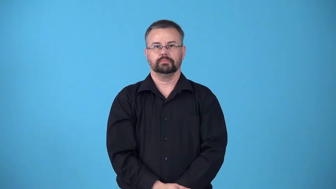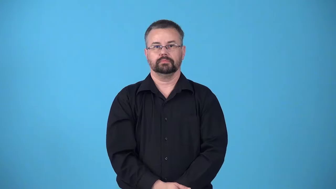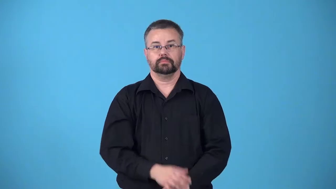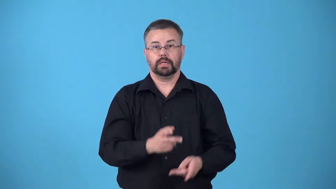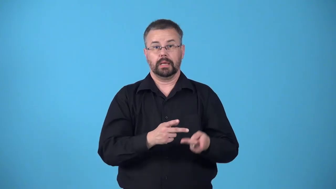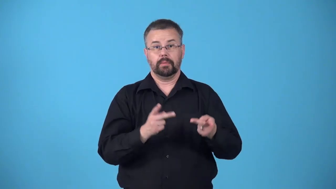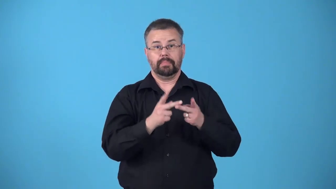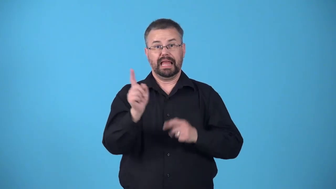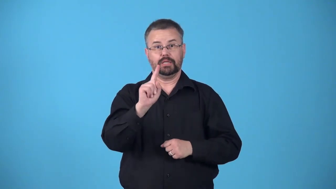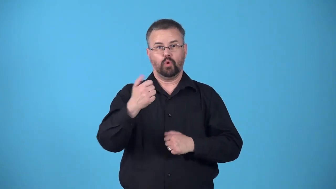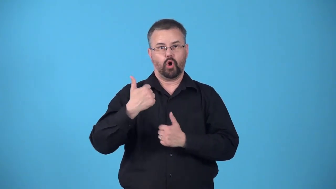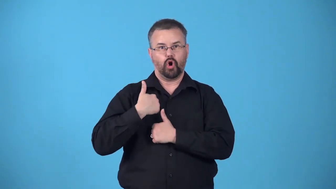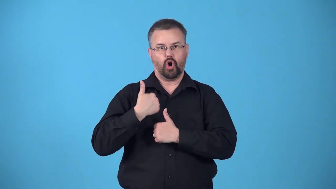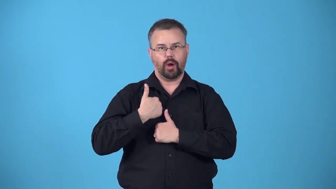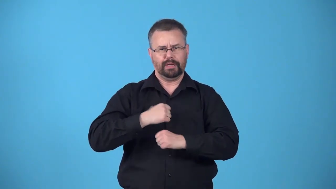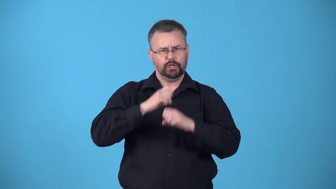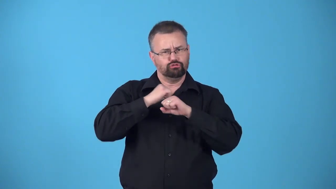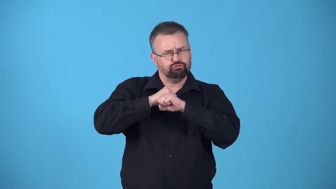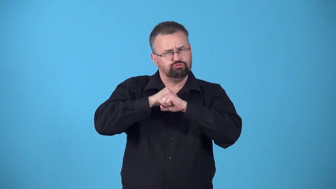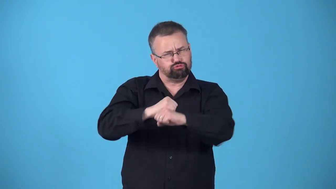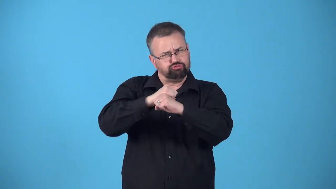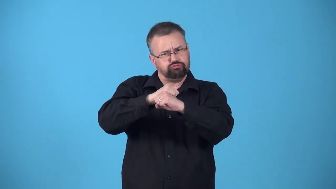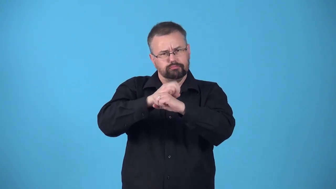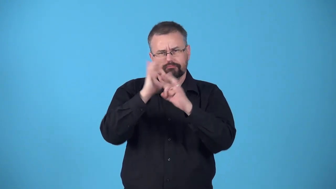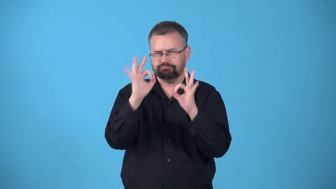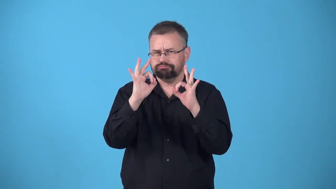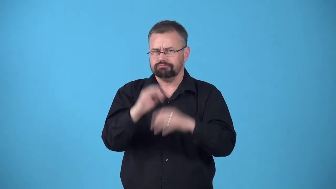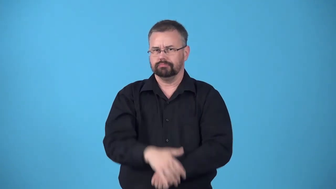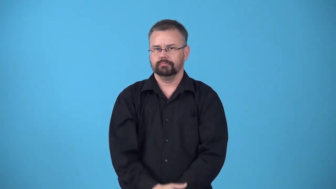bastion-army